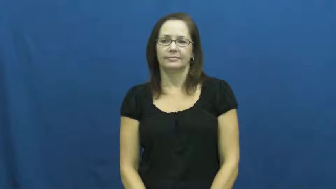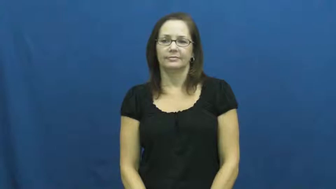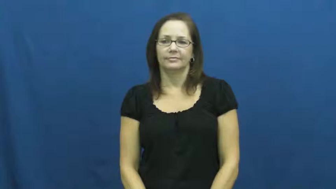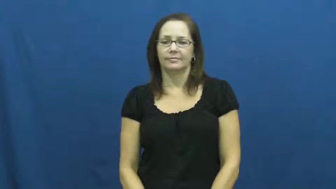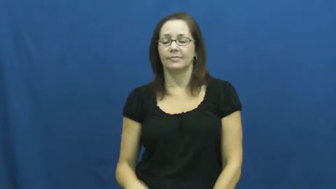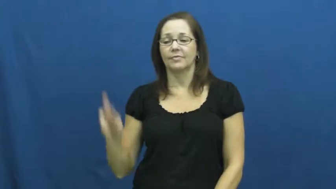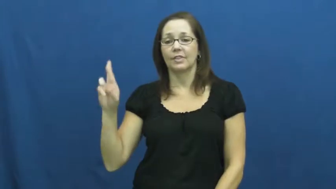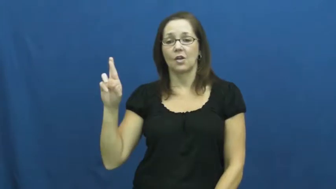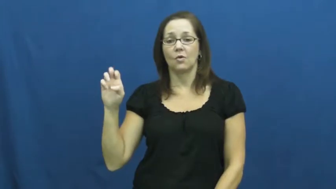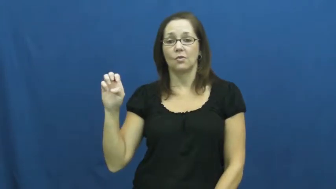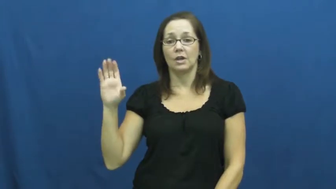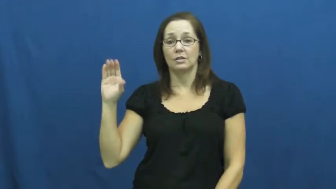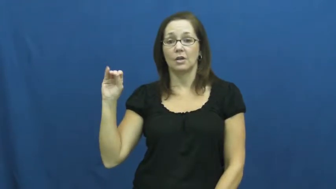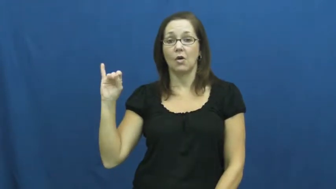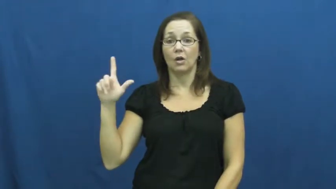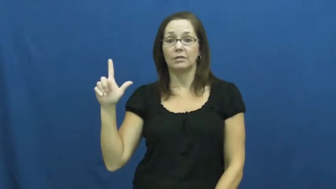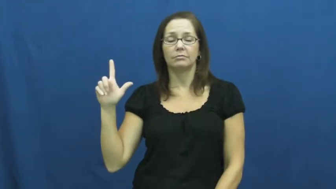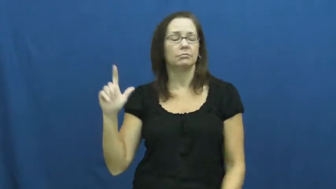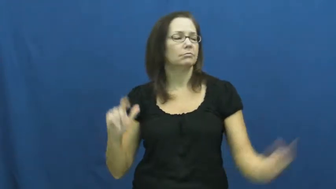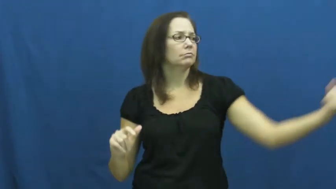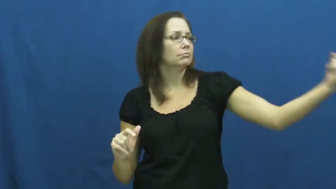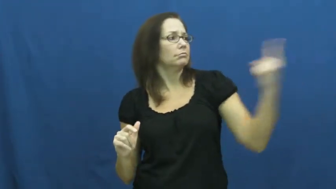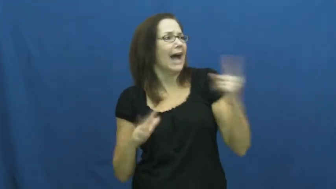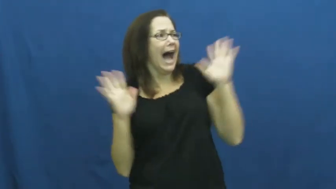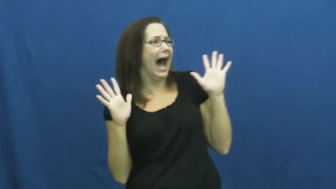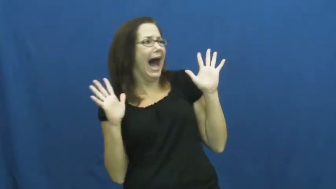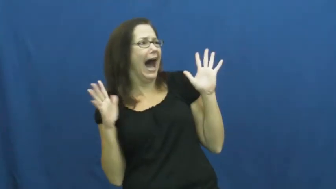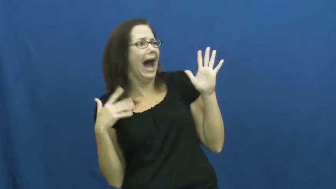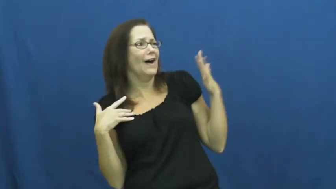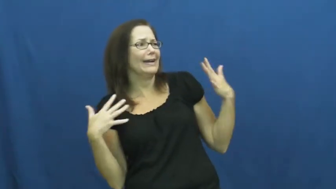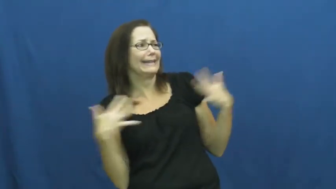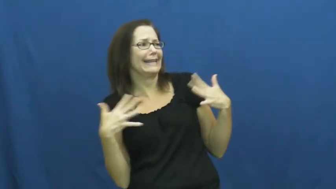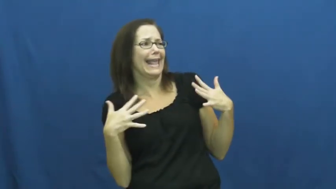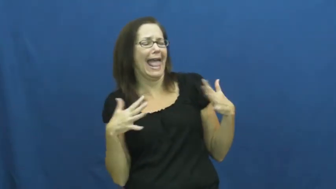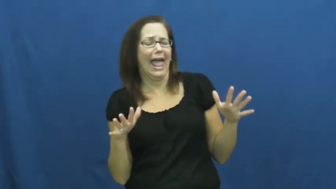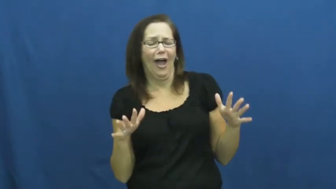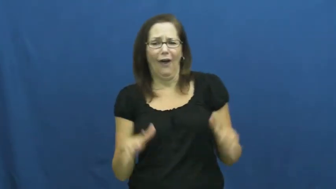recoil